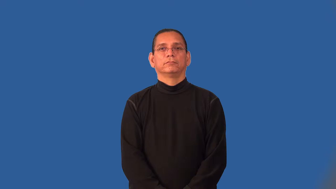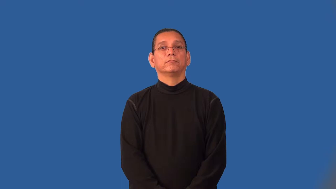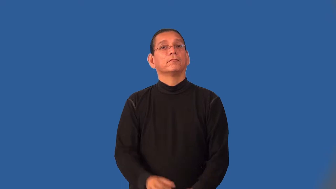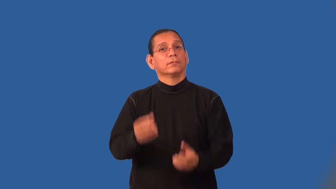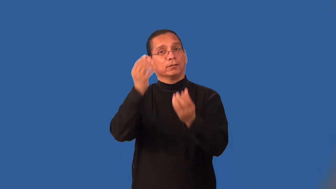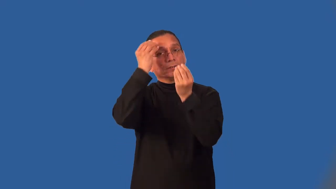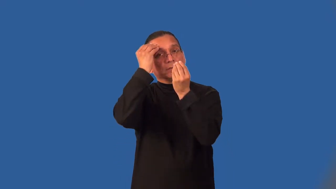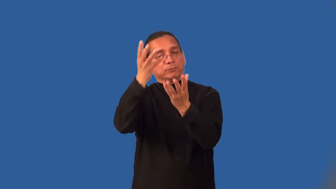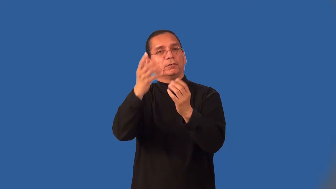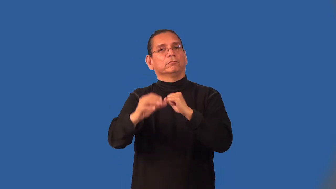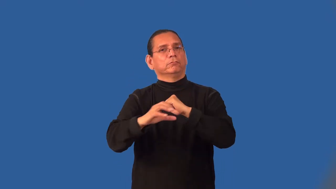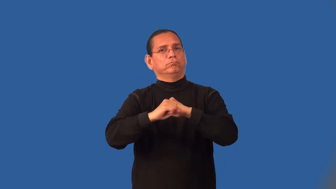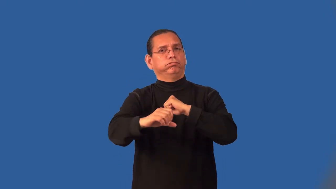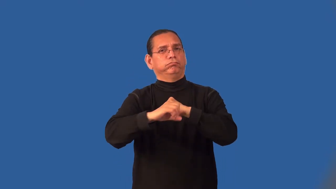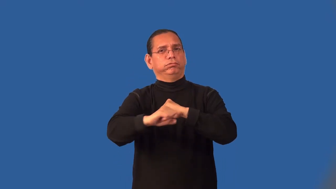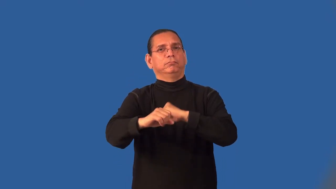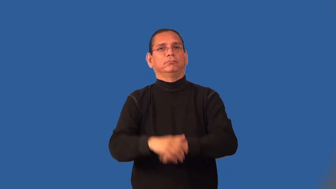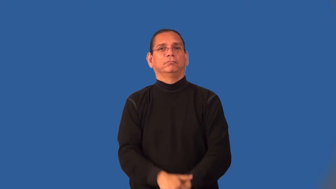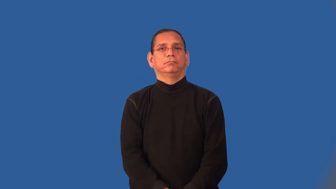infomercial